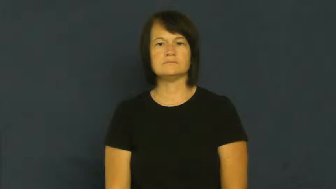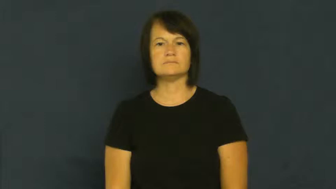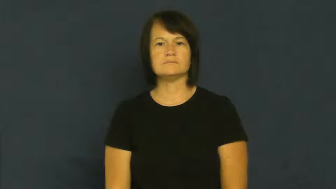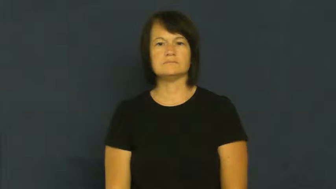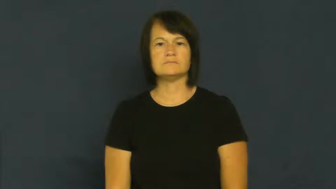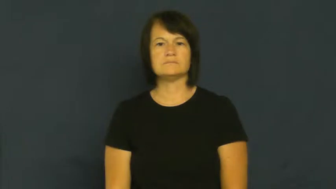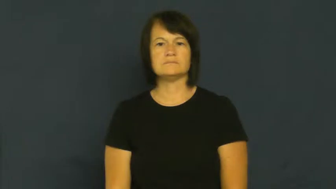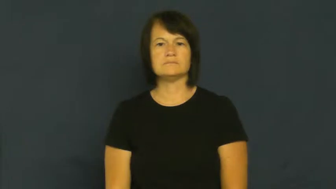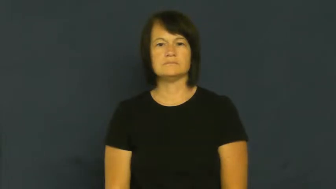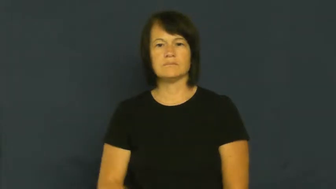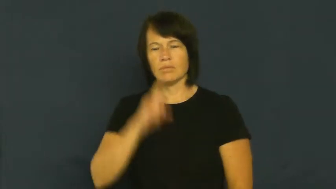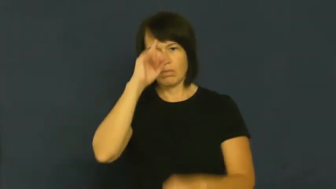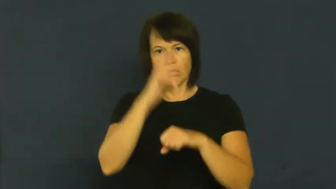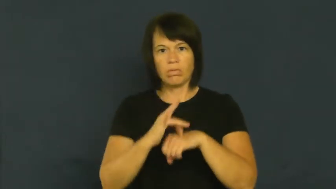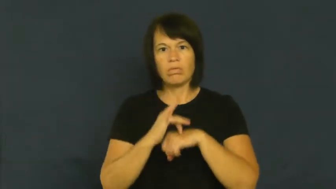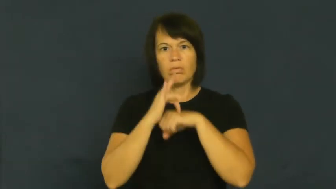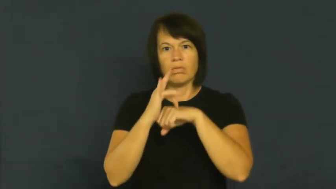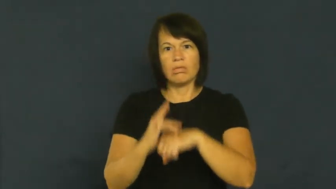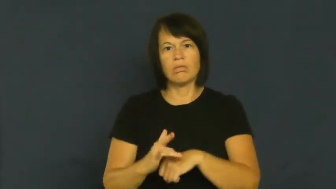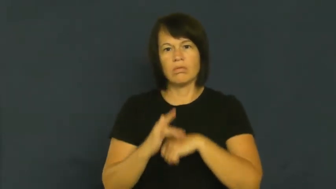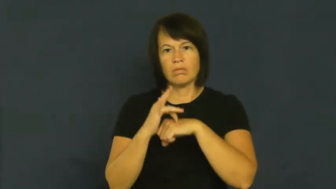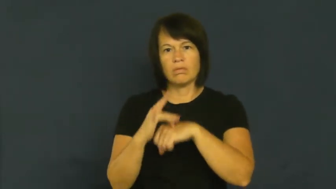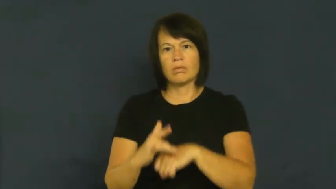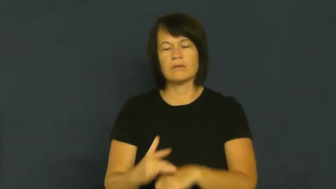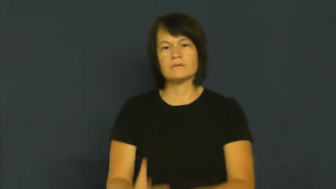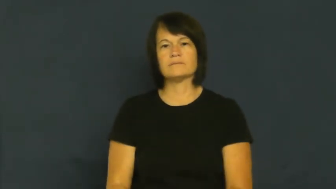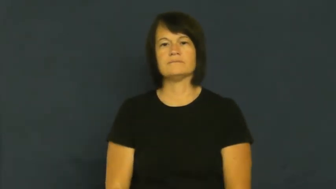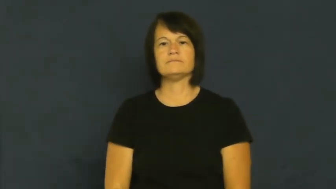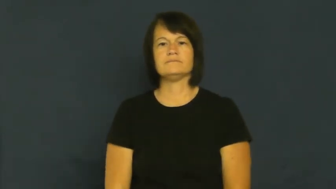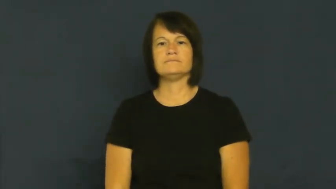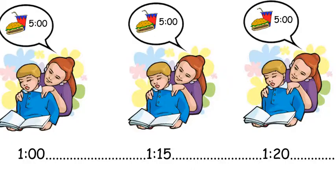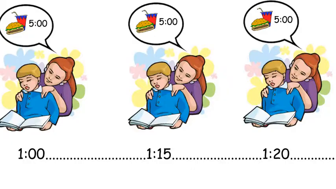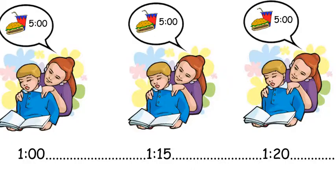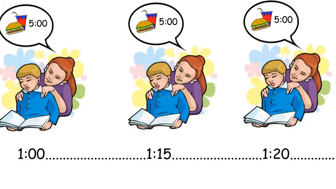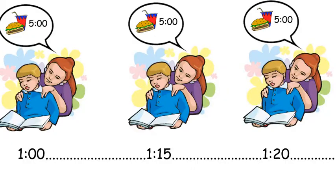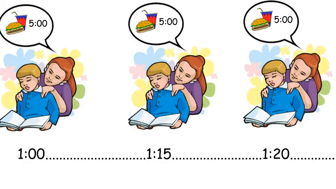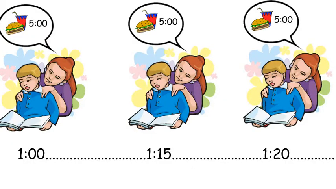belabor